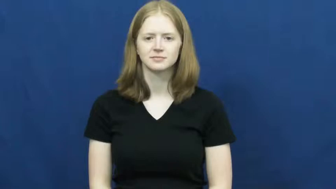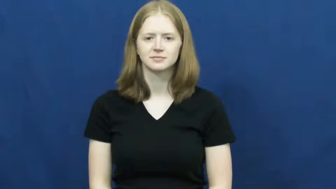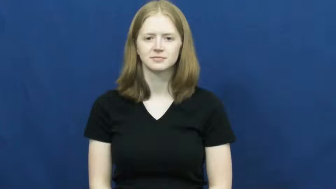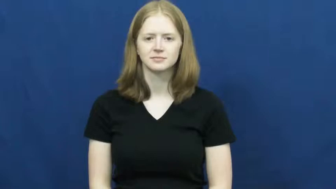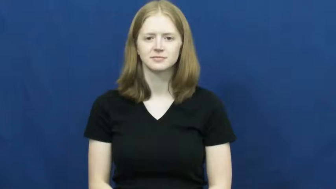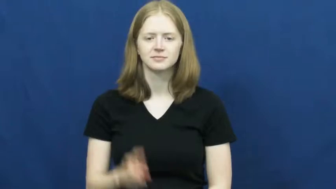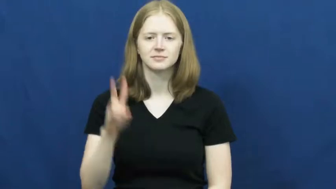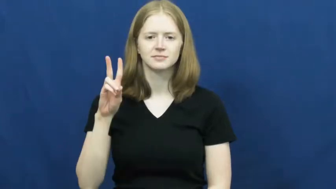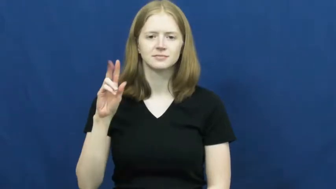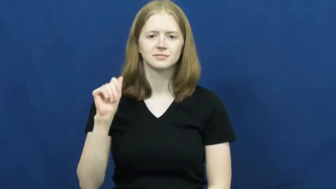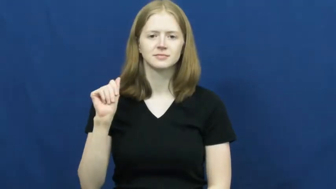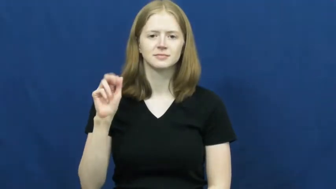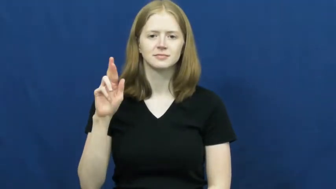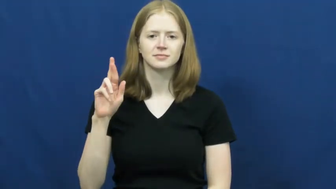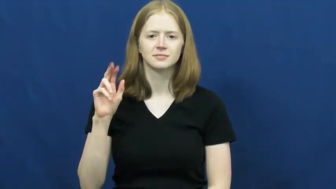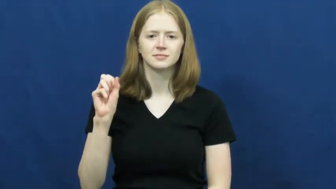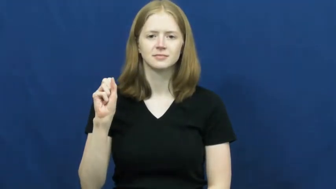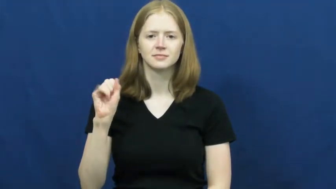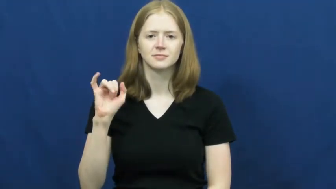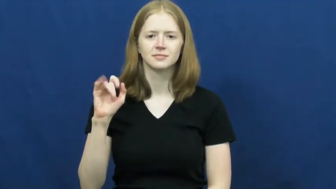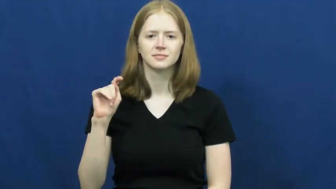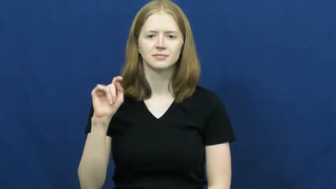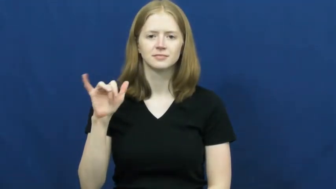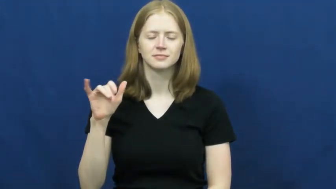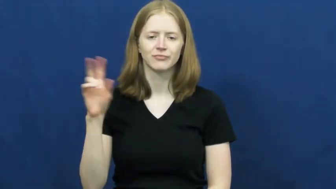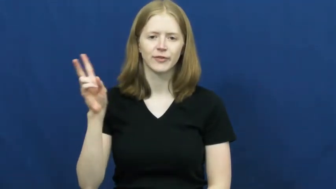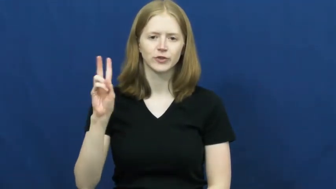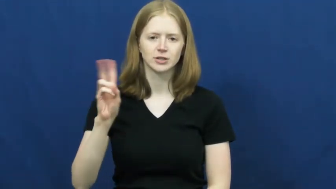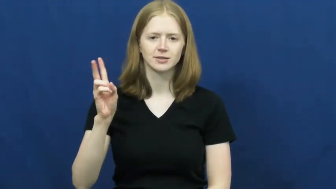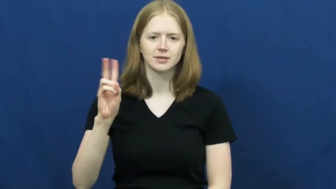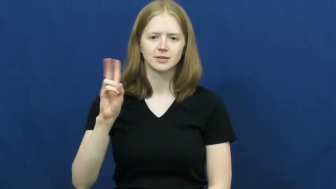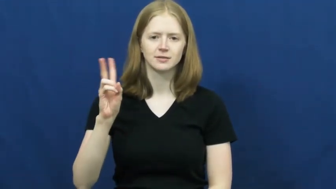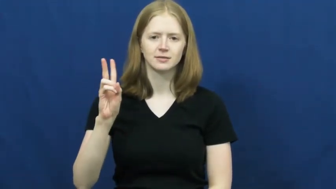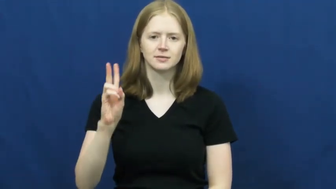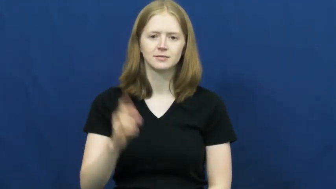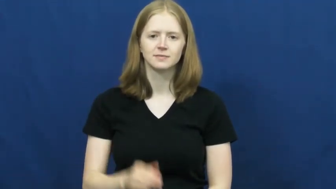varsity